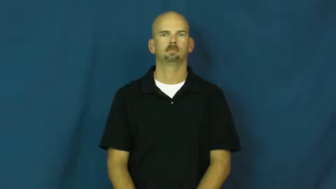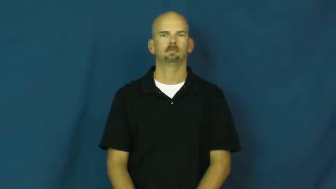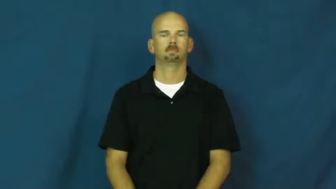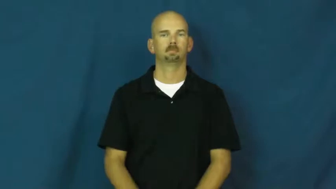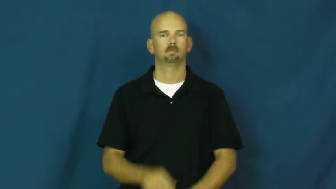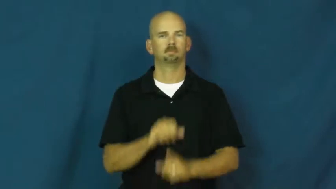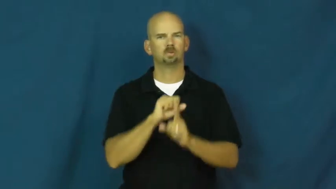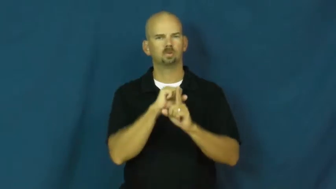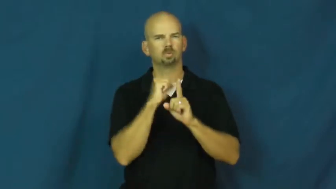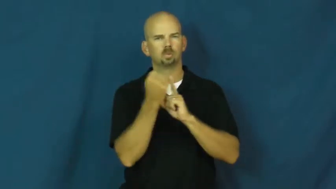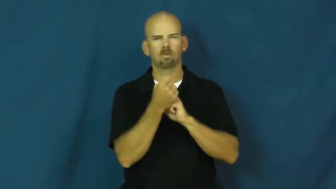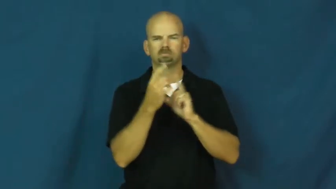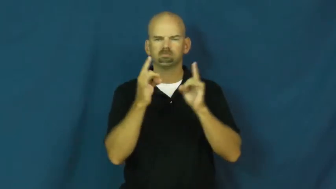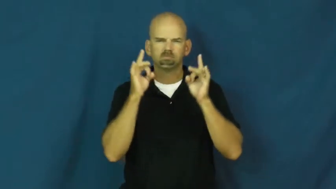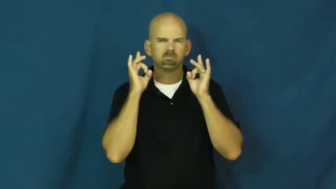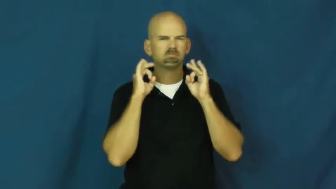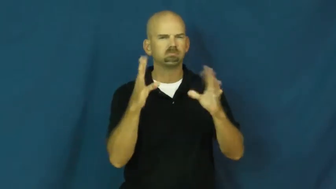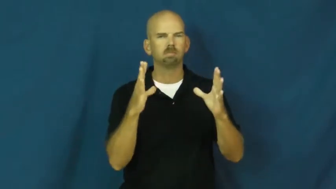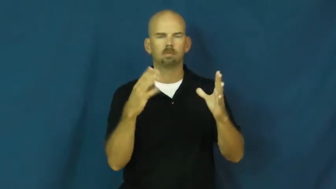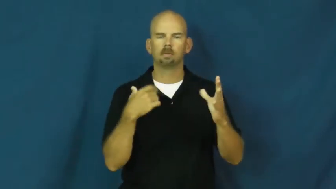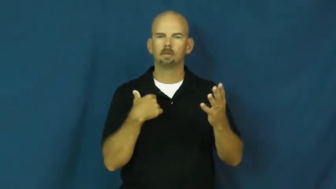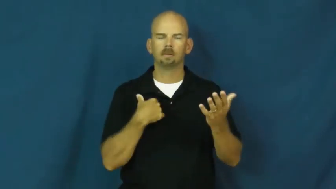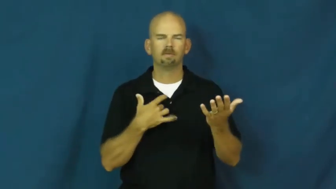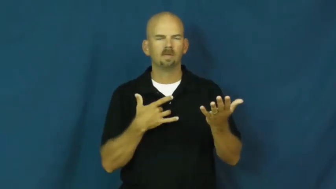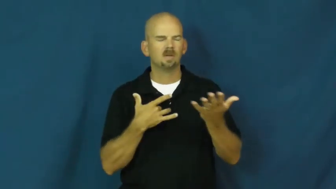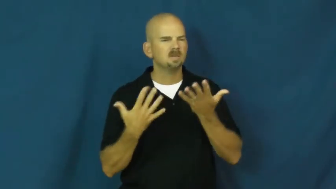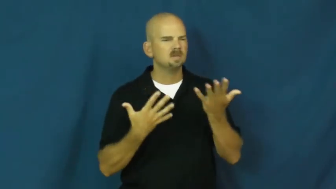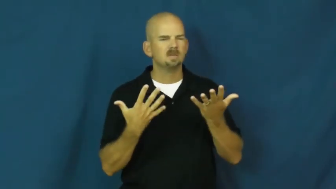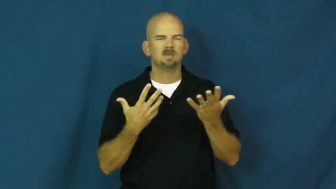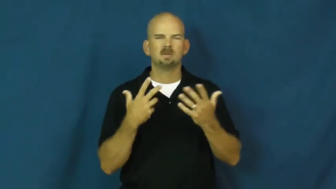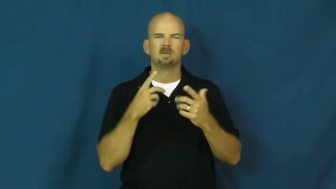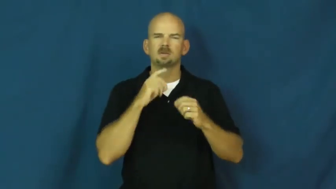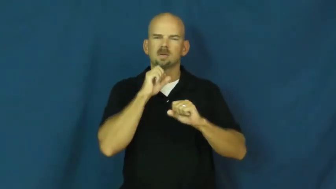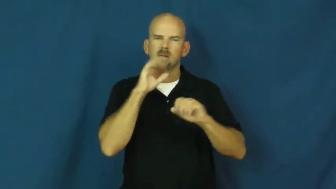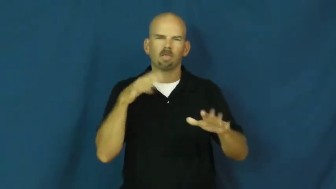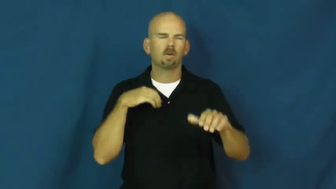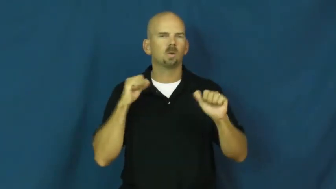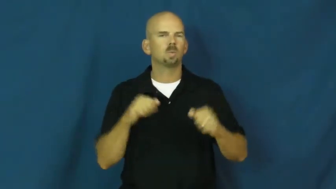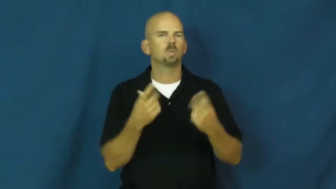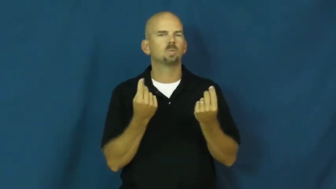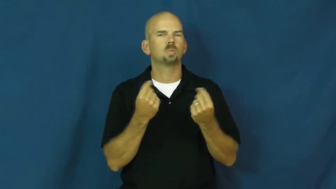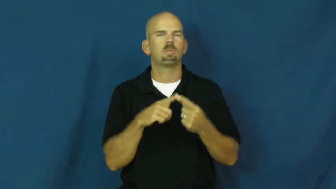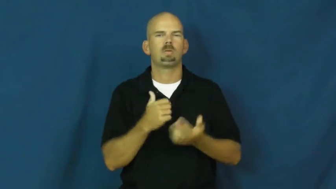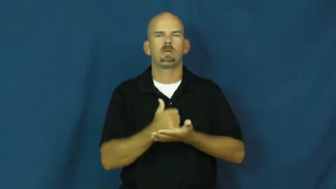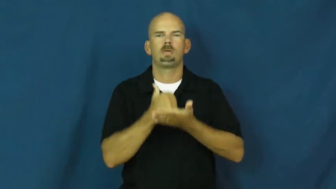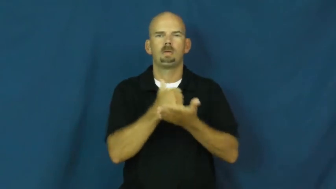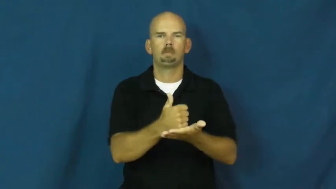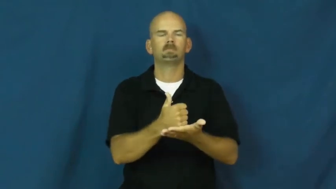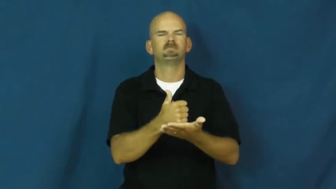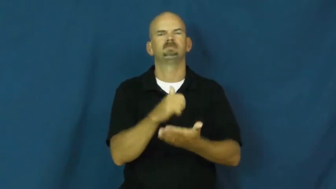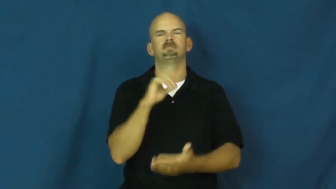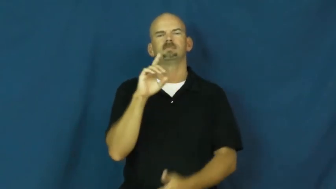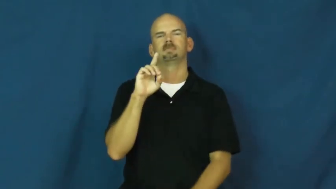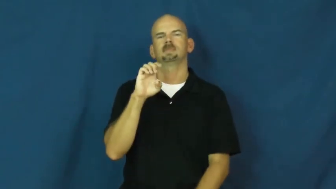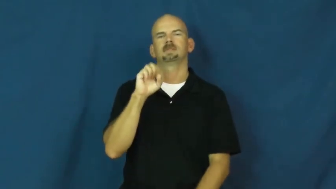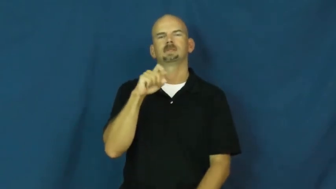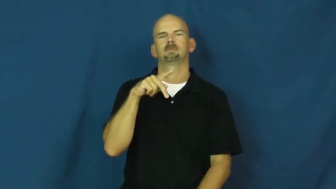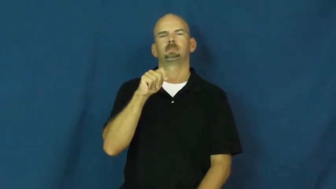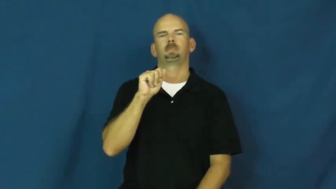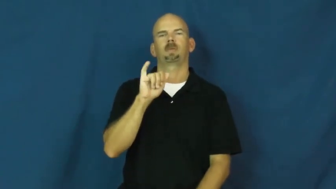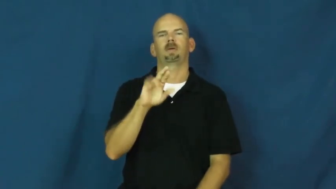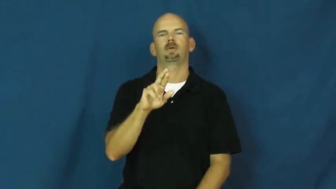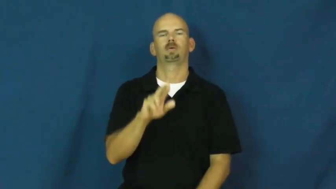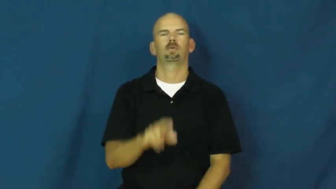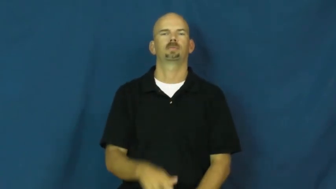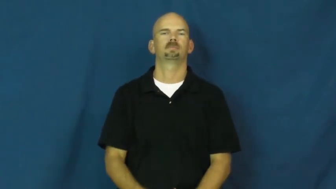despair